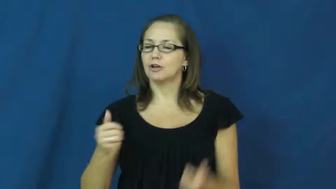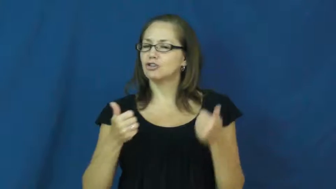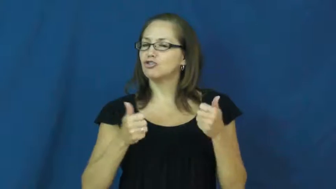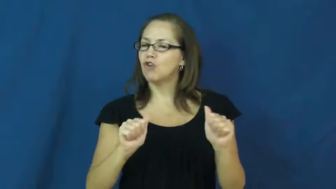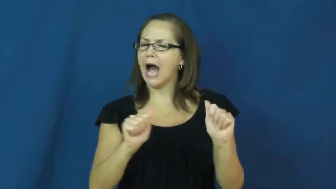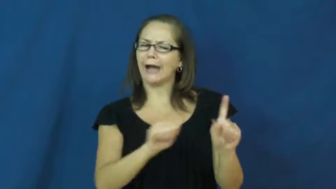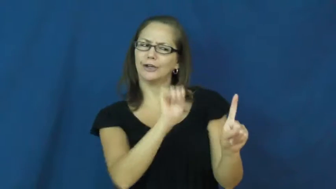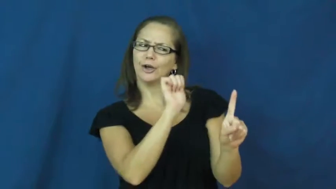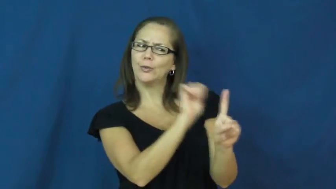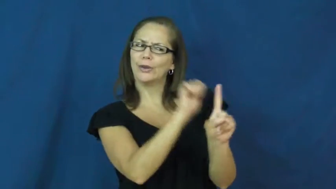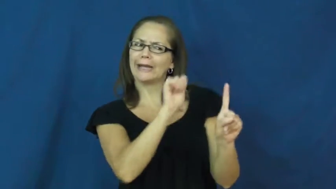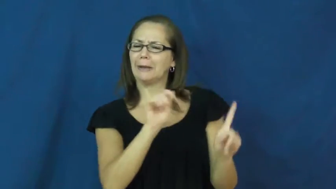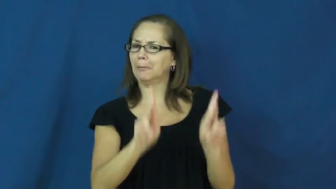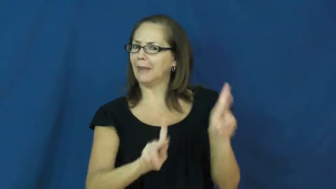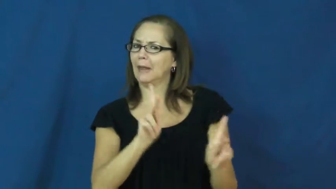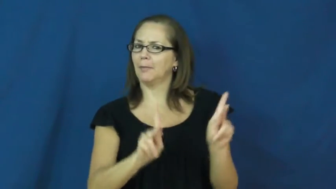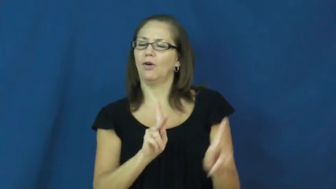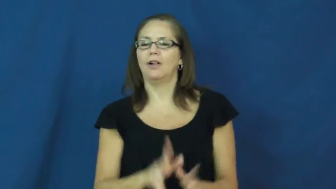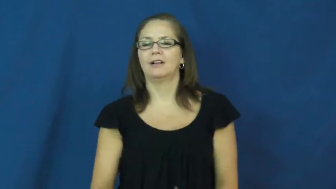sham,gimmick,cozen-trick